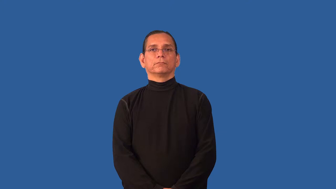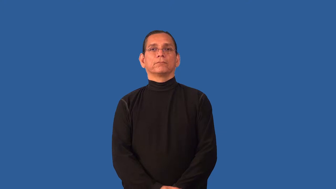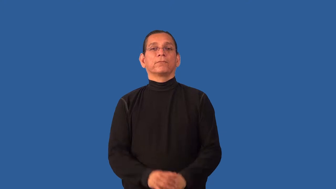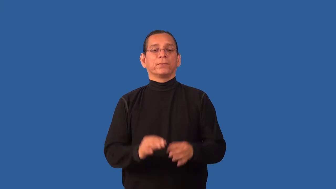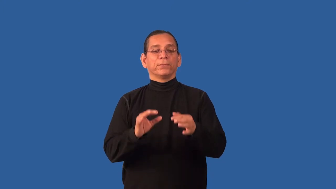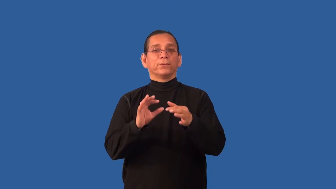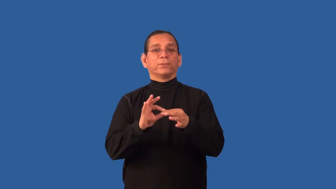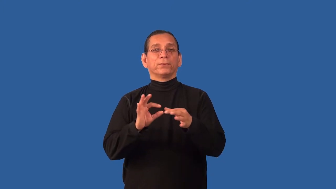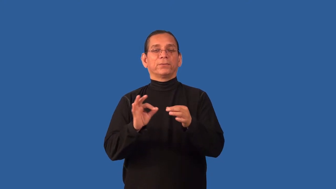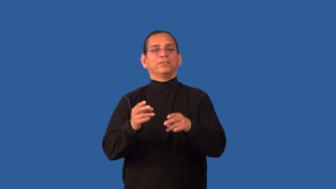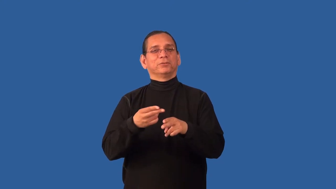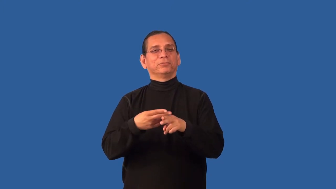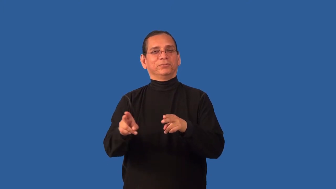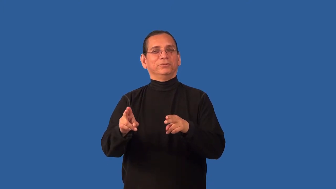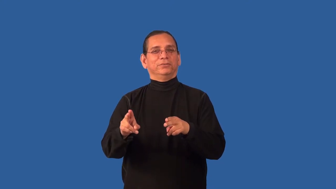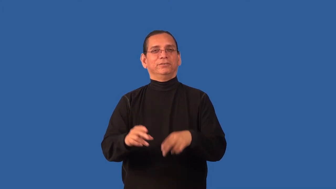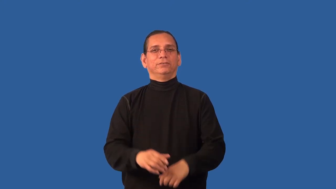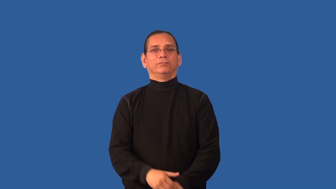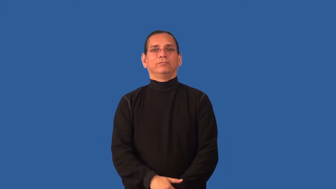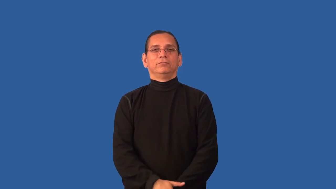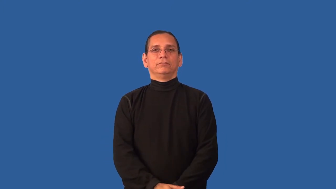brevity,brief,compact